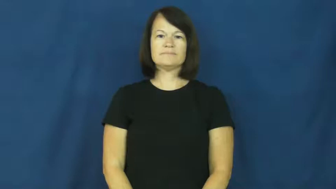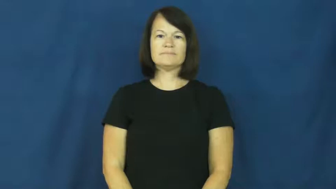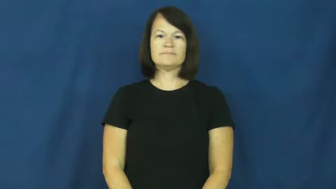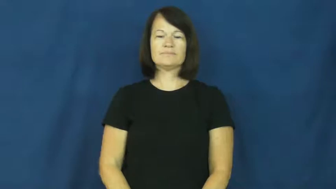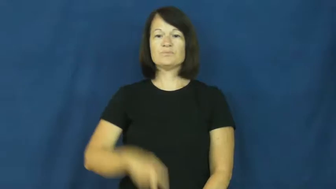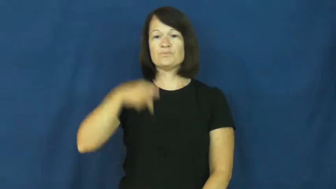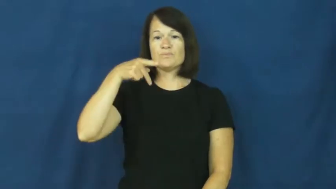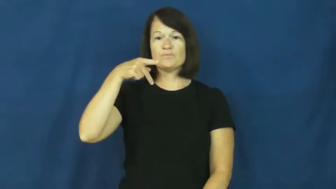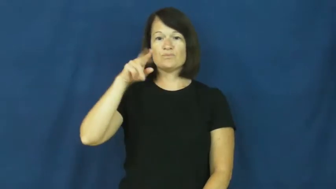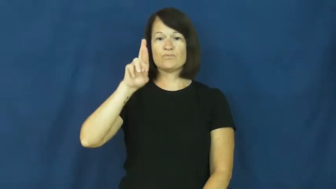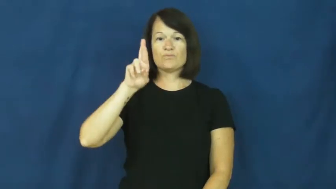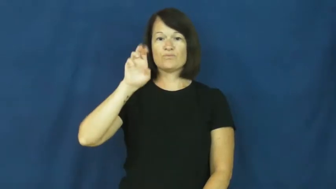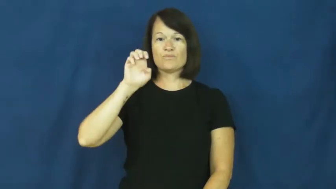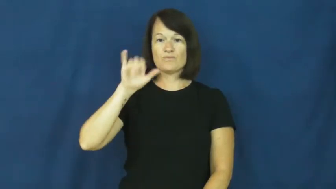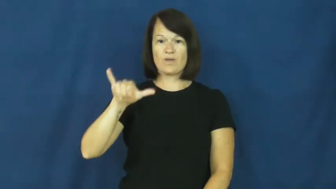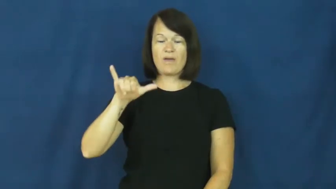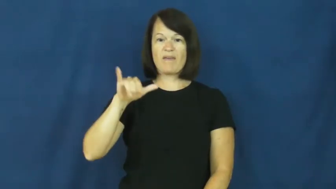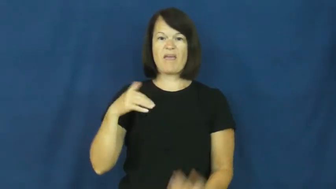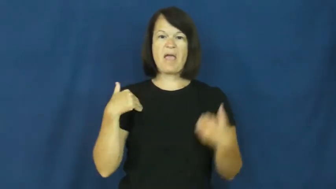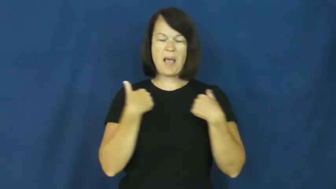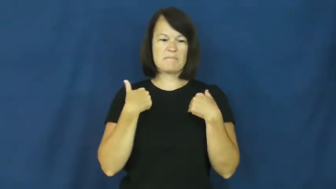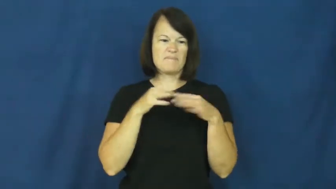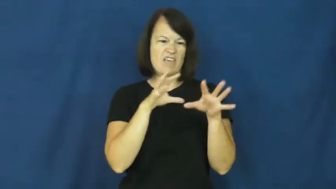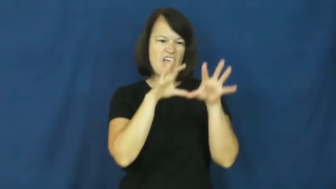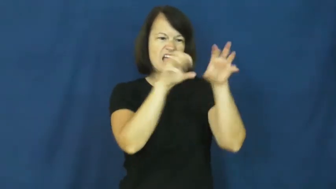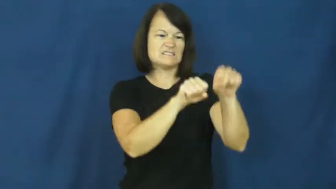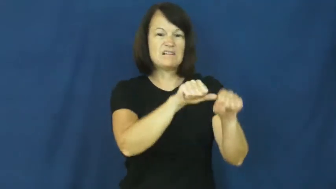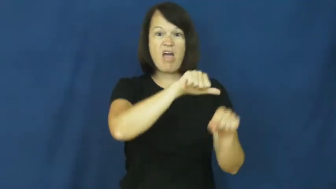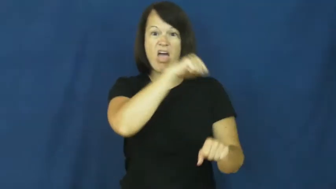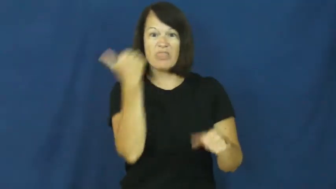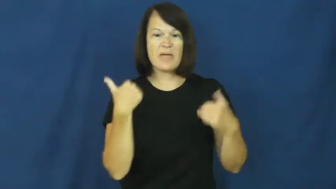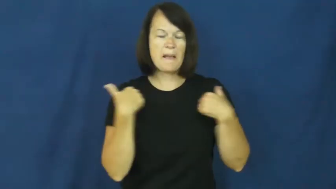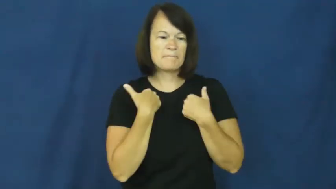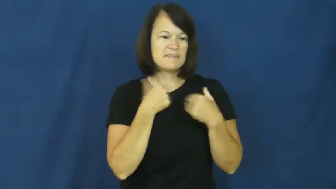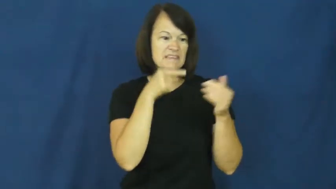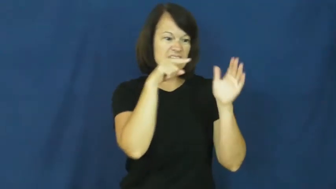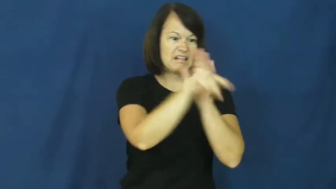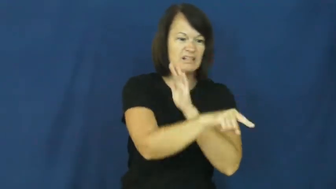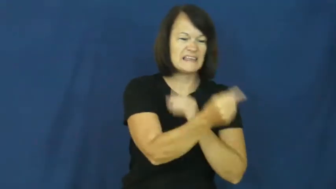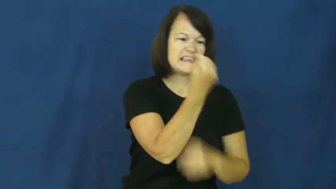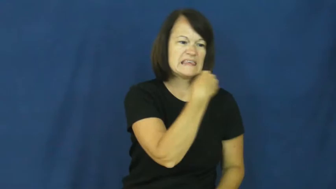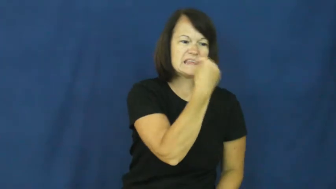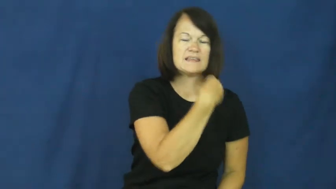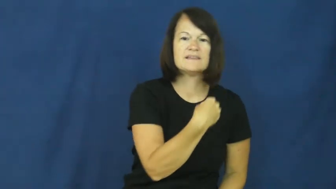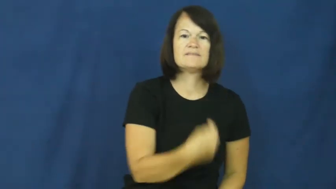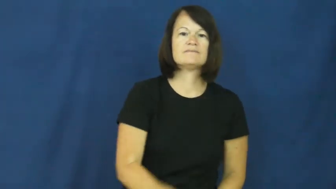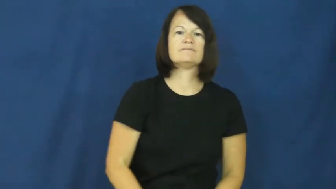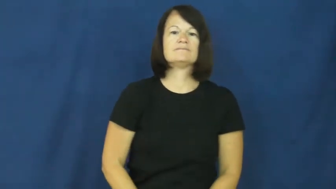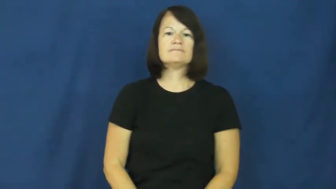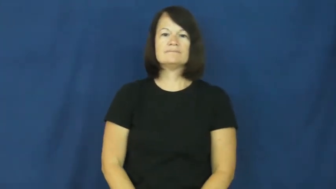prey-verb